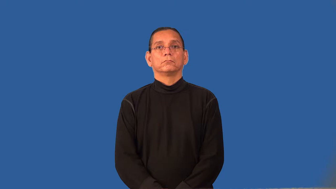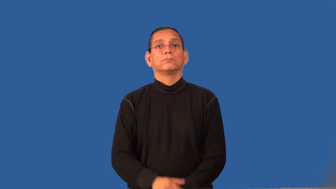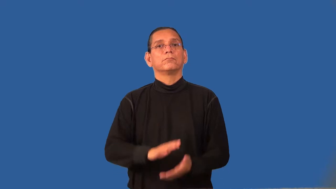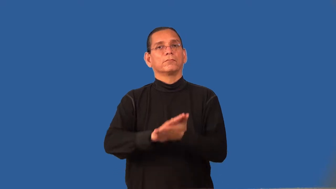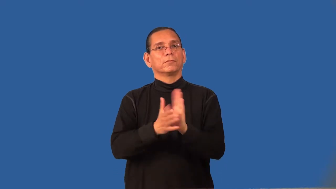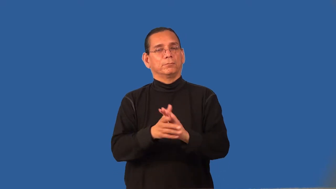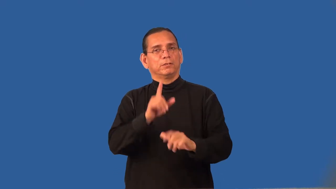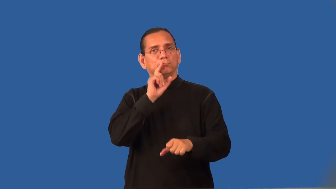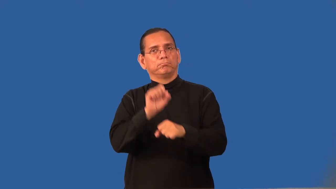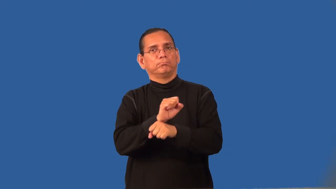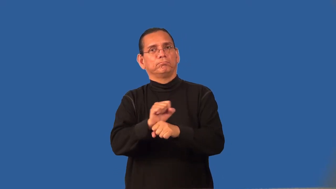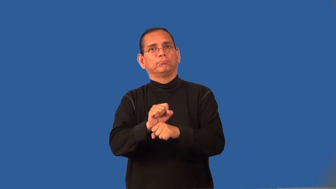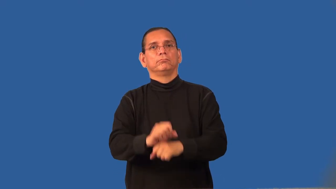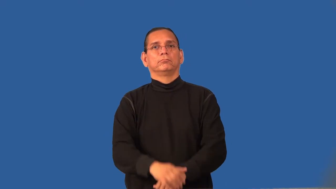regularize